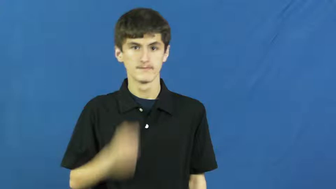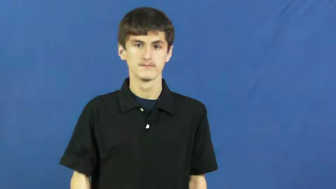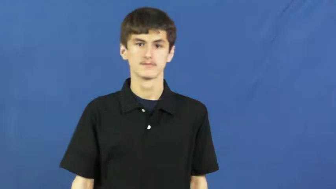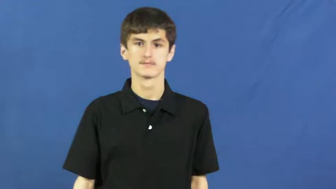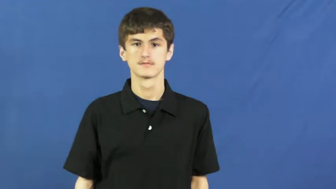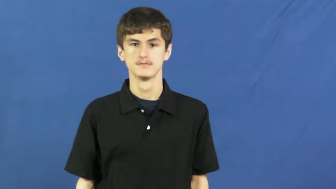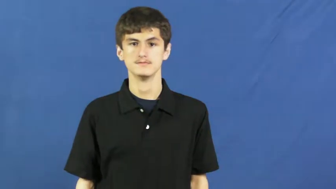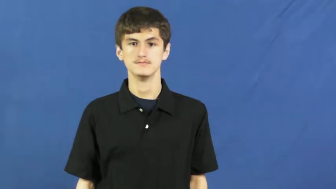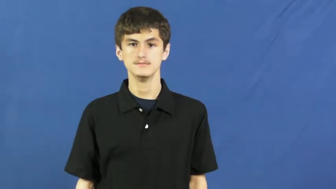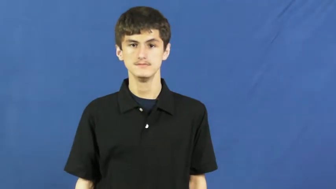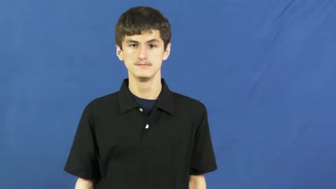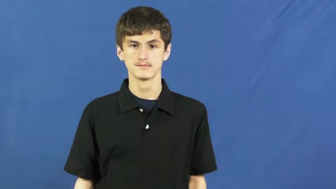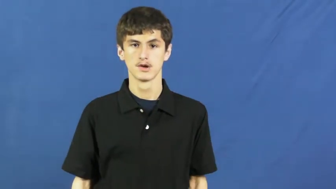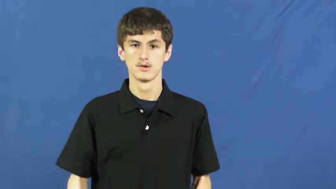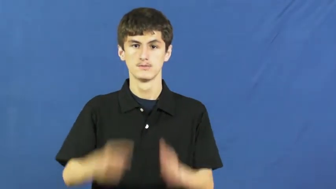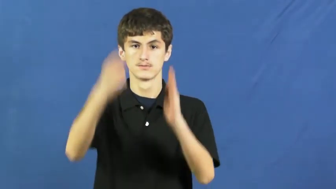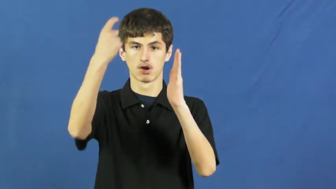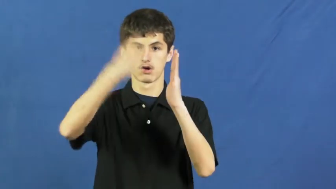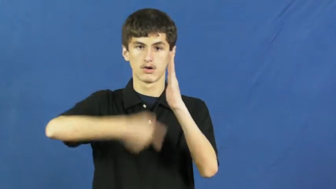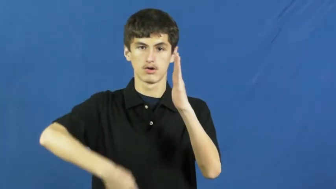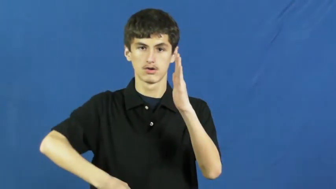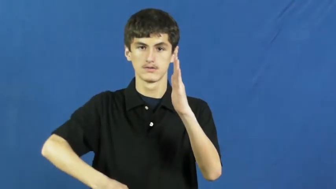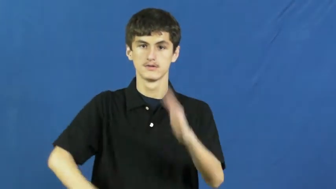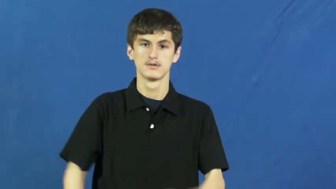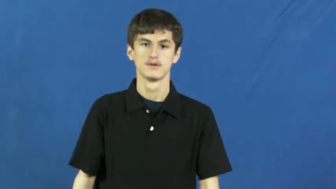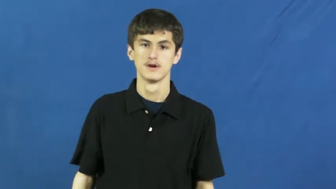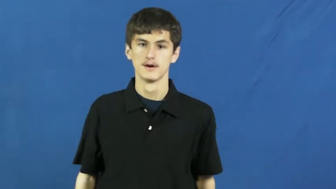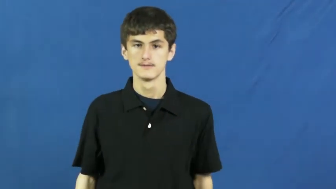list at,list for